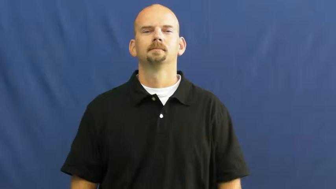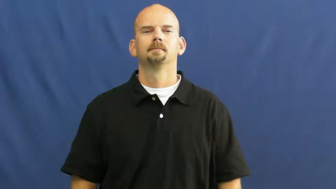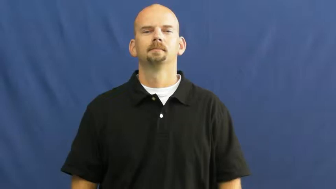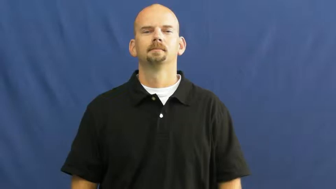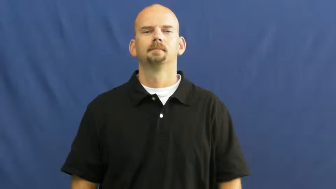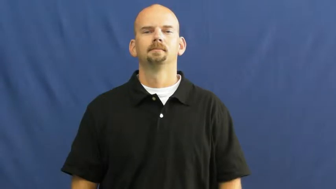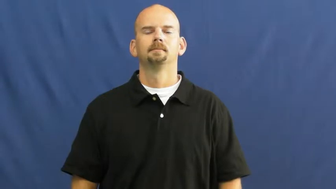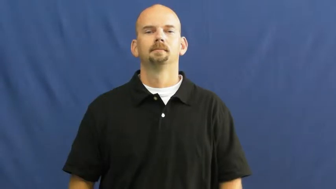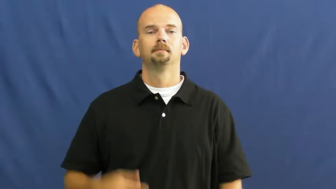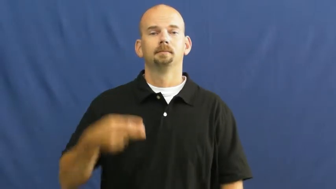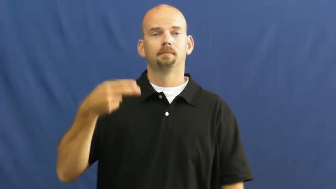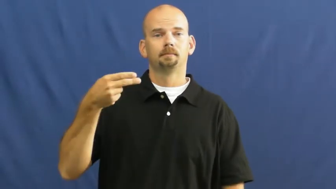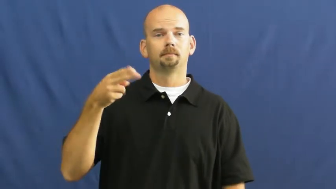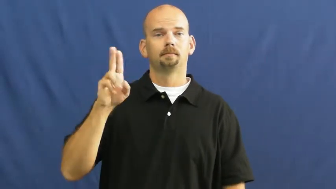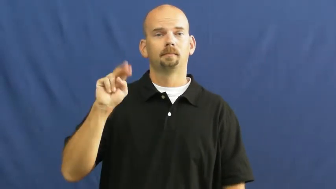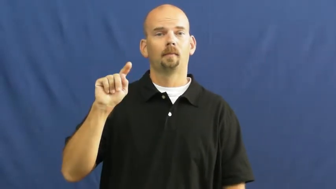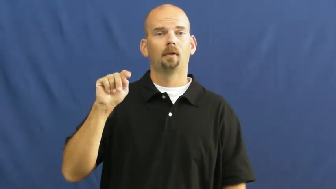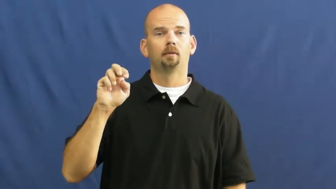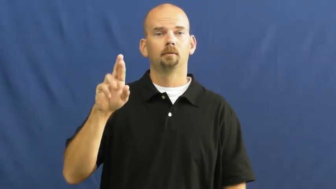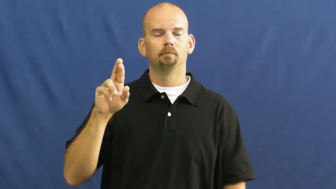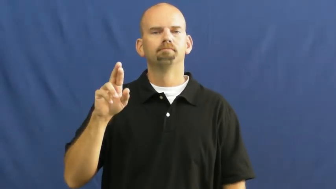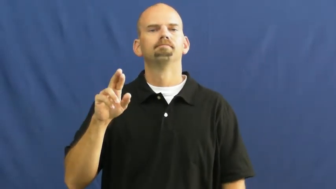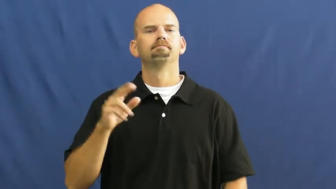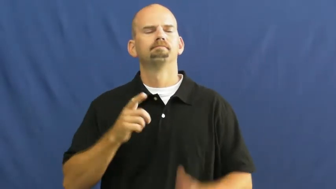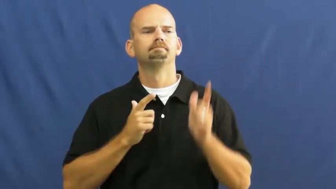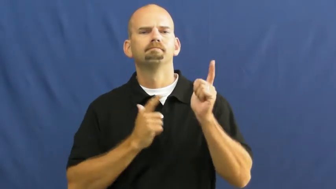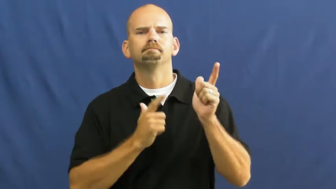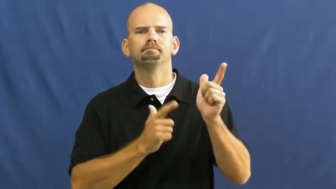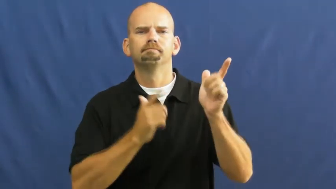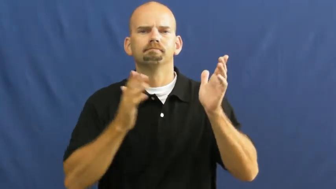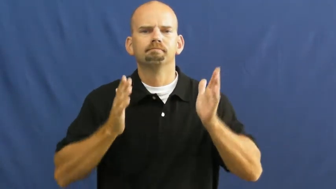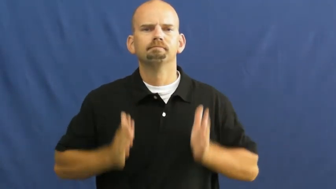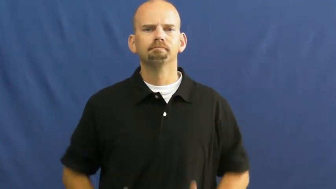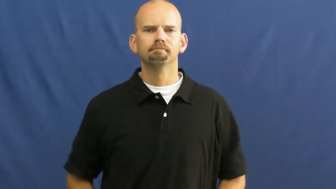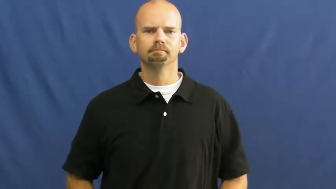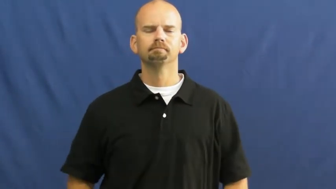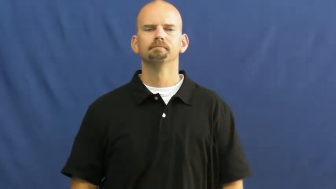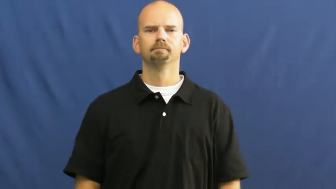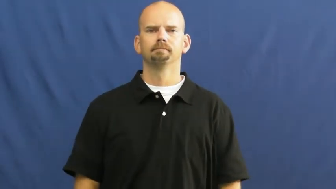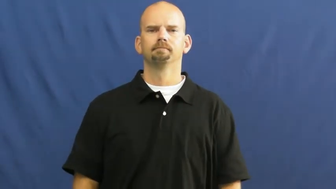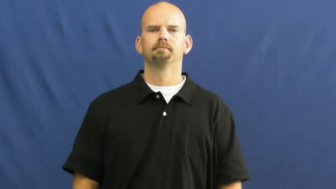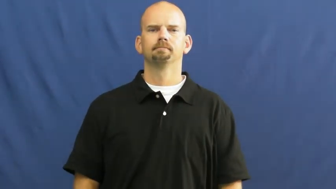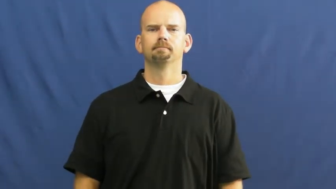hunter,huntsman